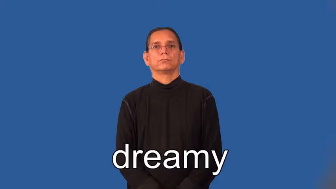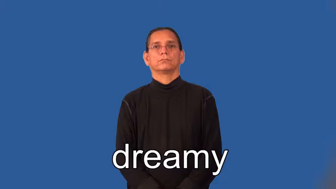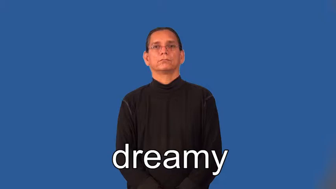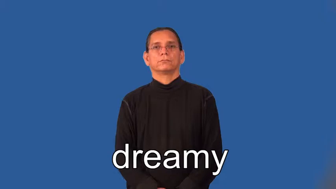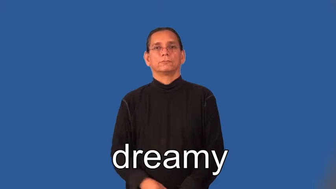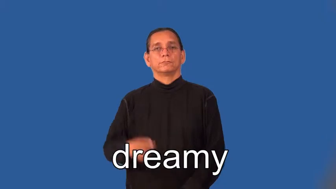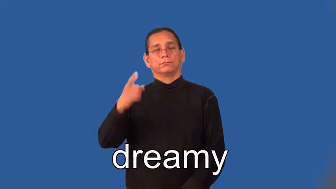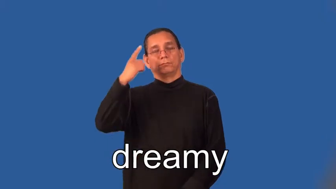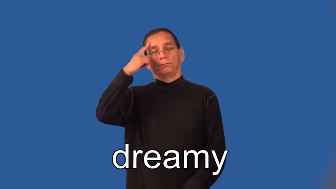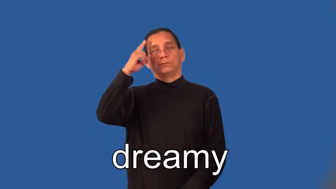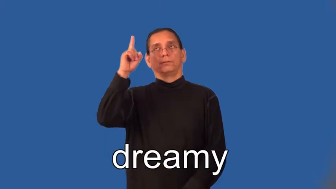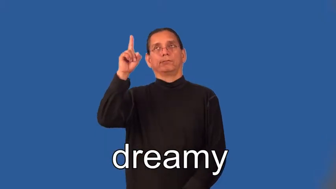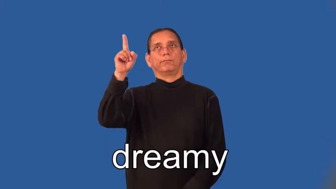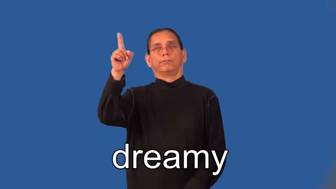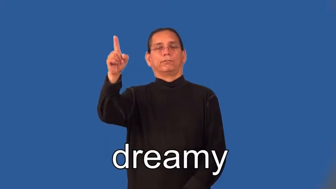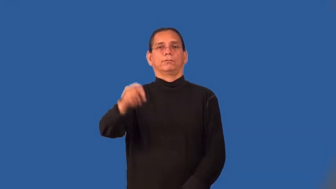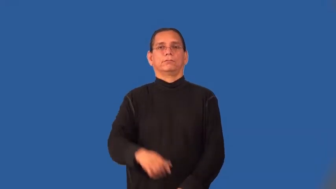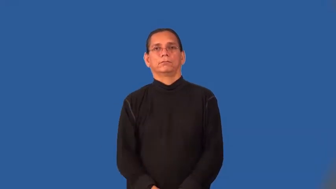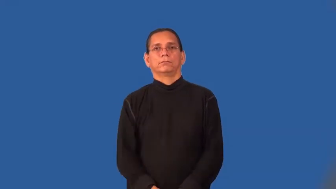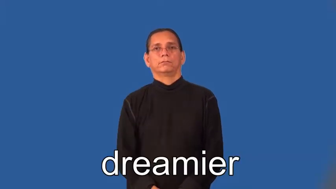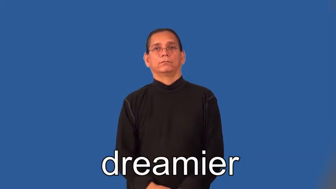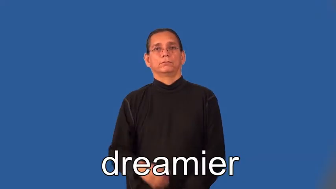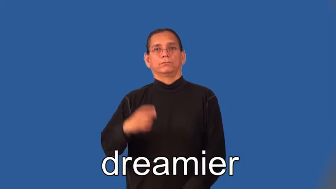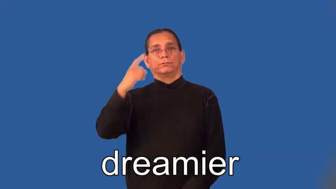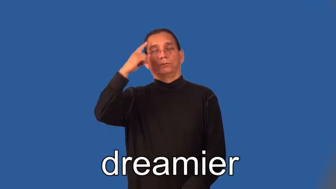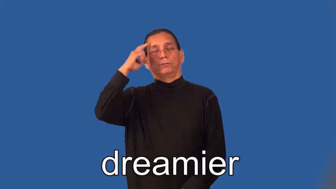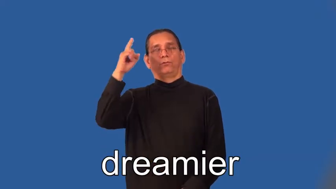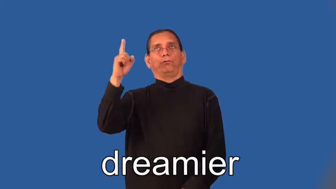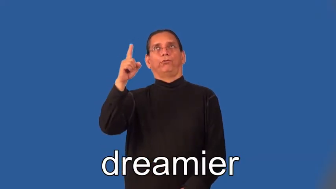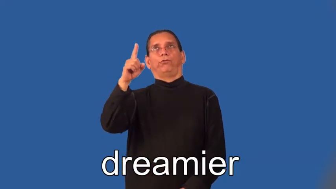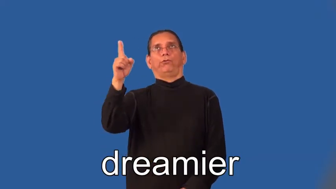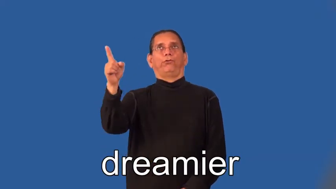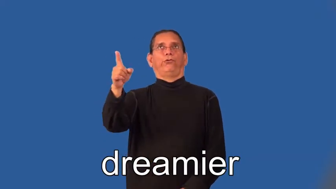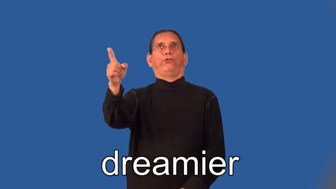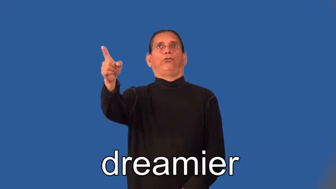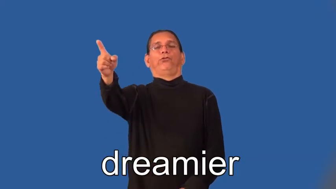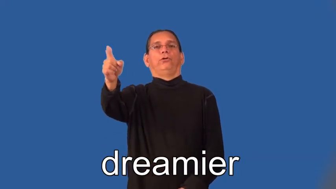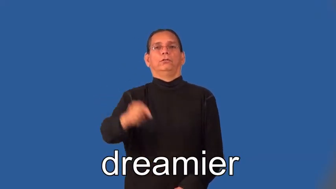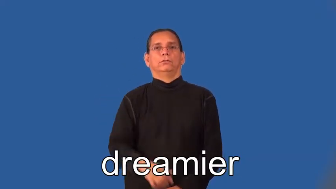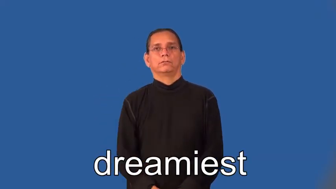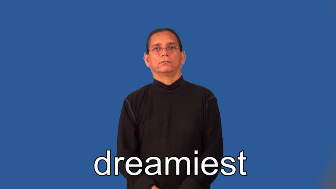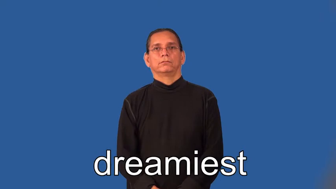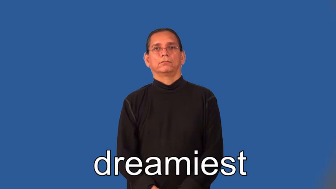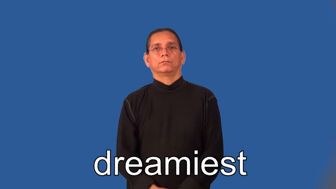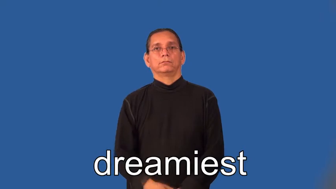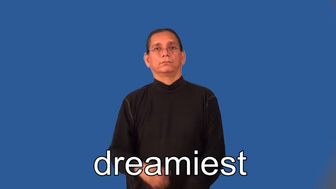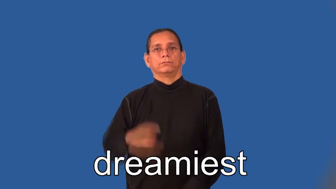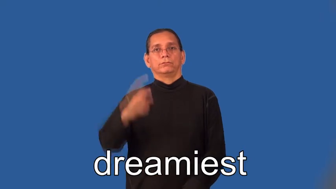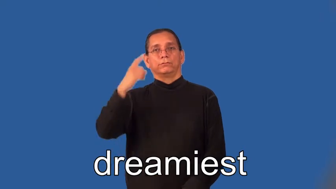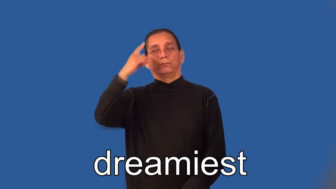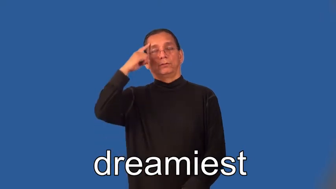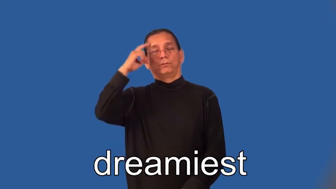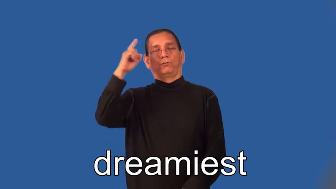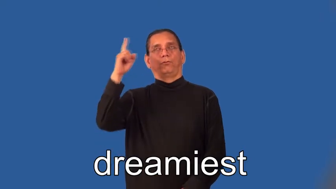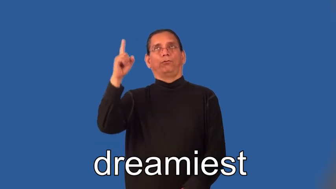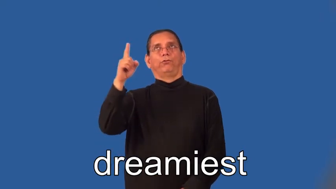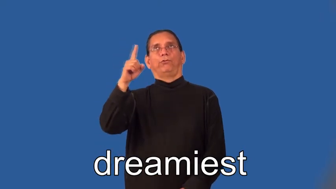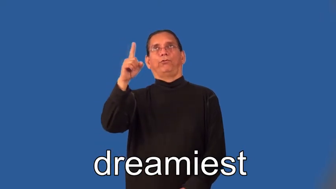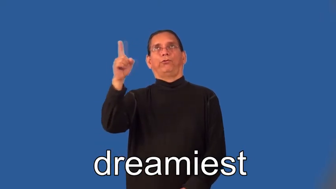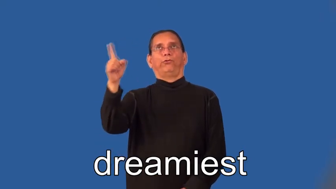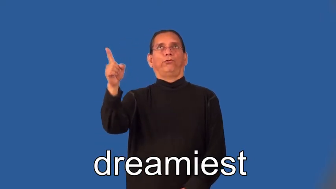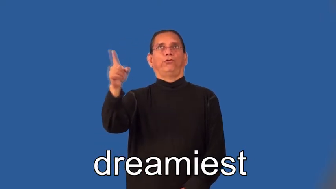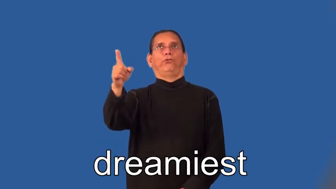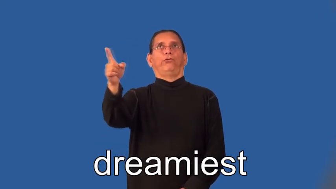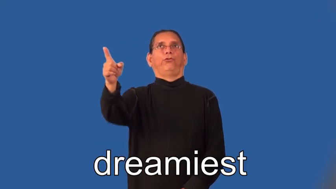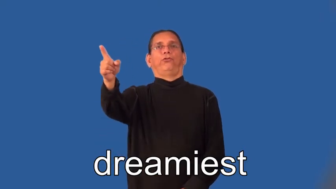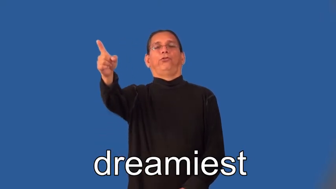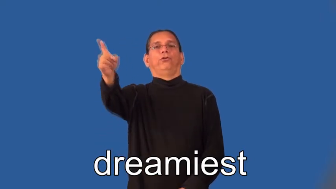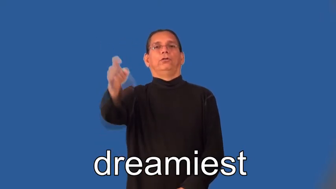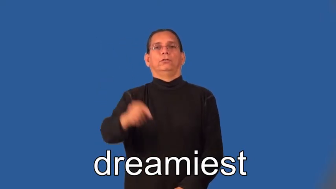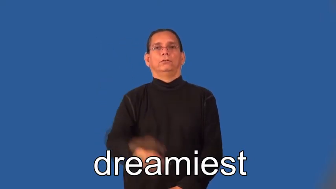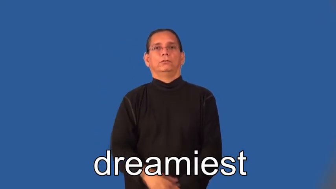dreamier,dreamiest-thought